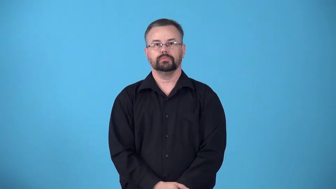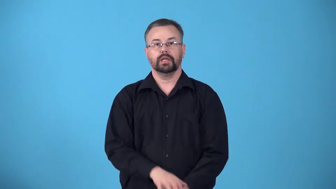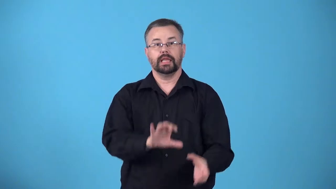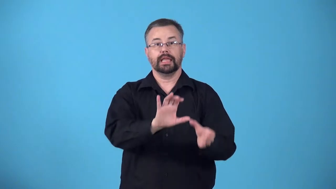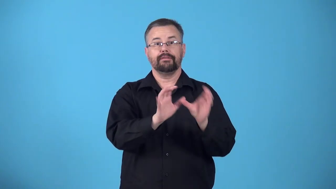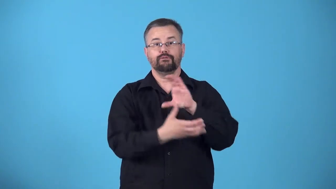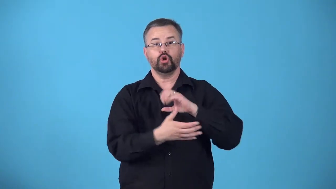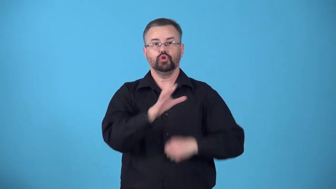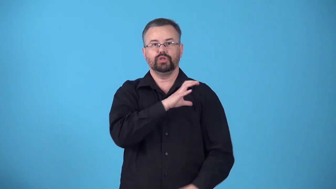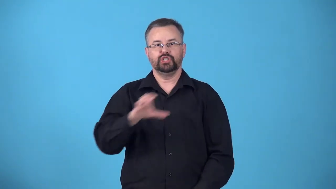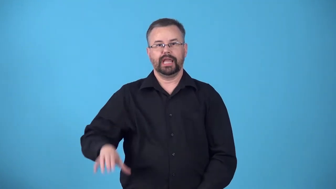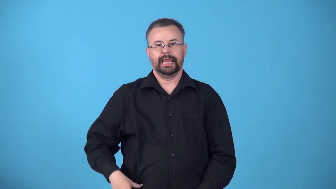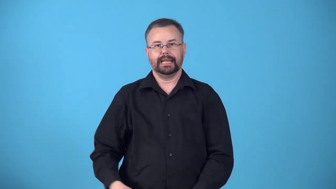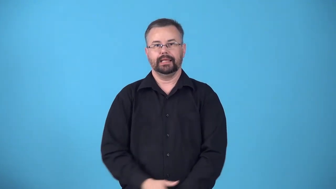christianize